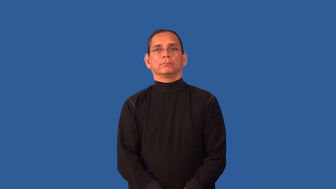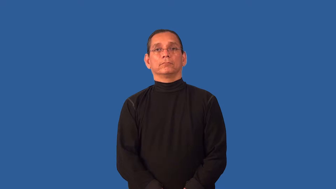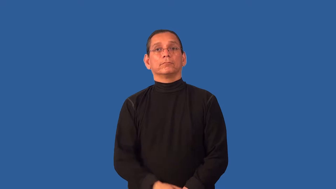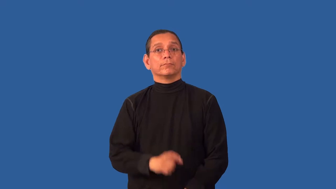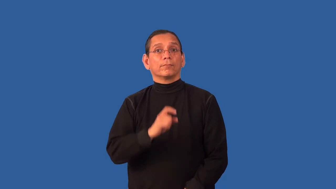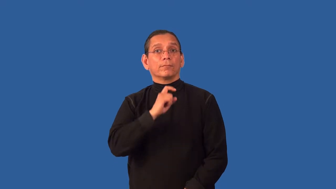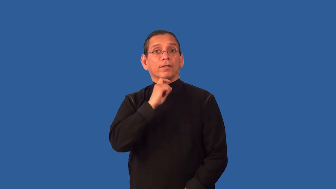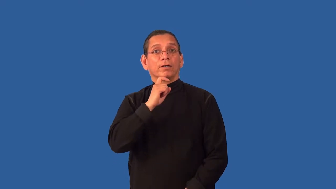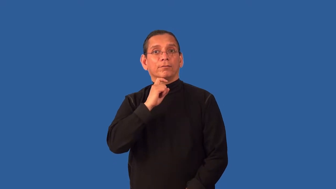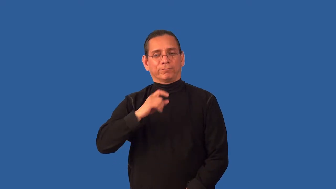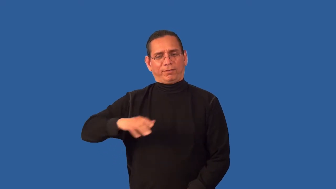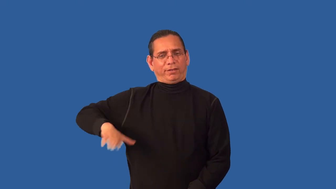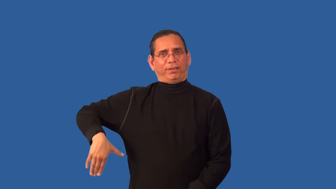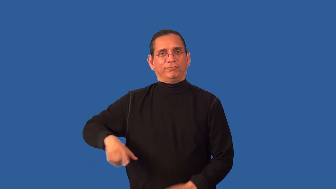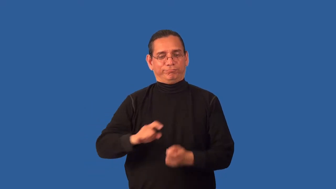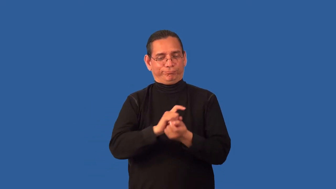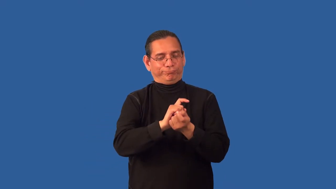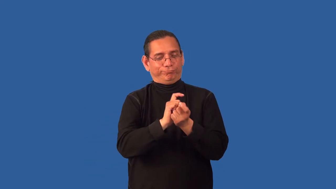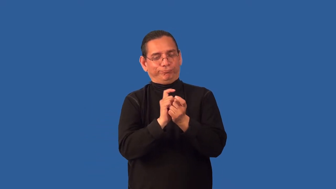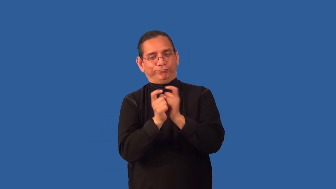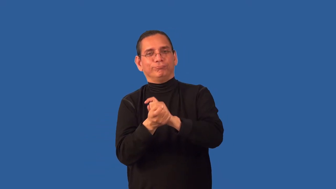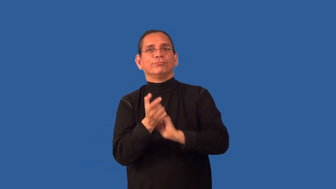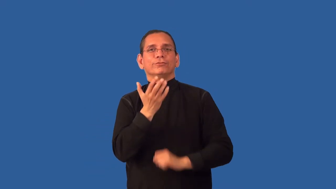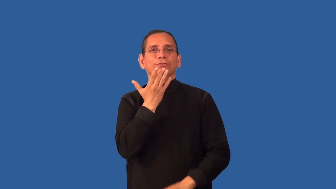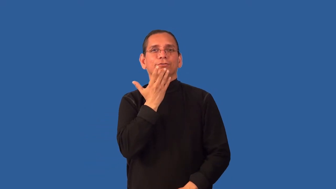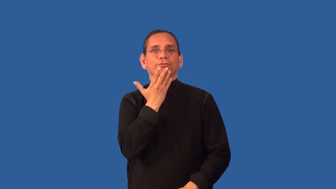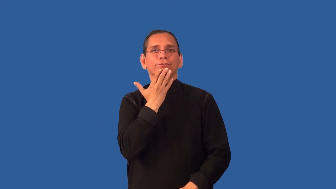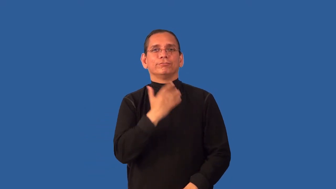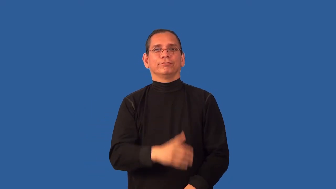untarnished-not discoloured